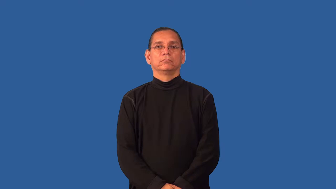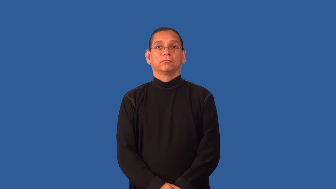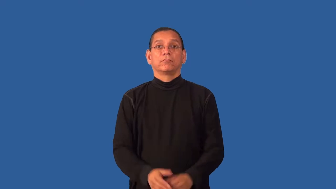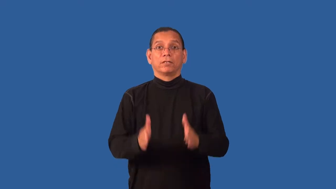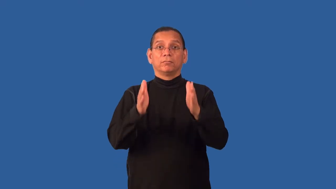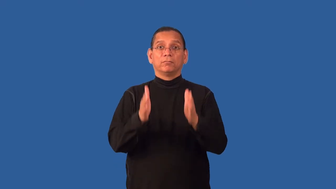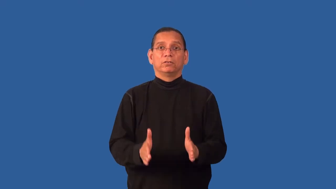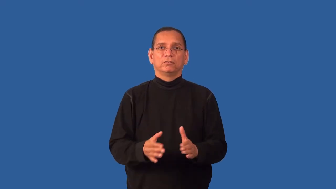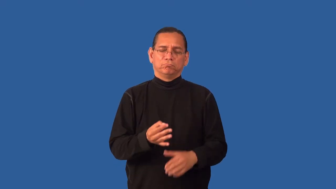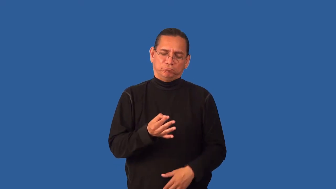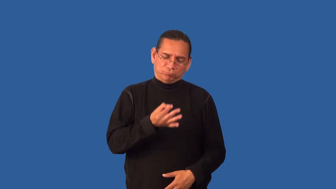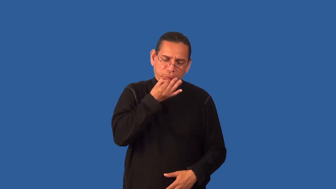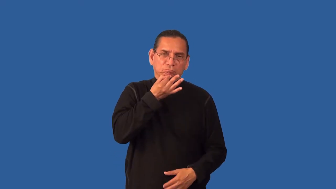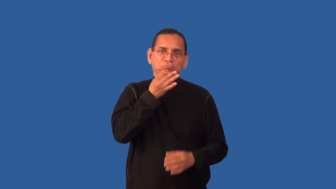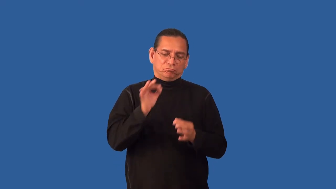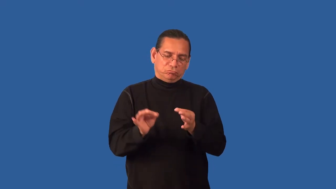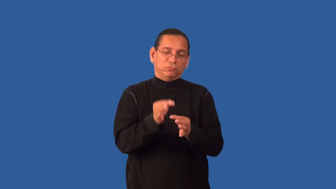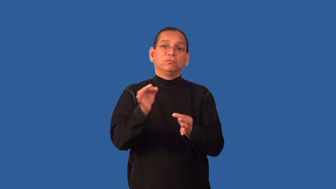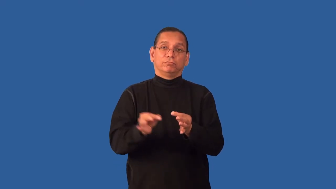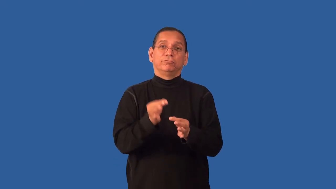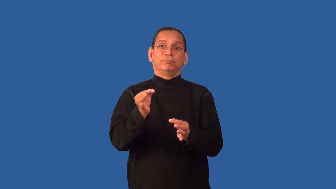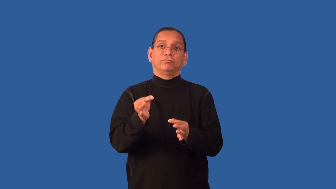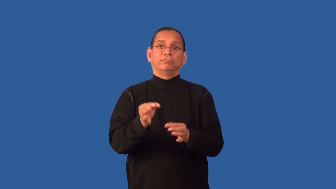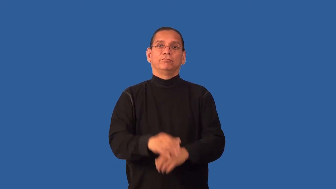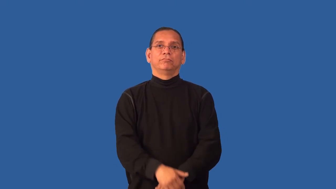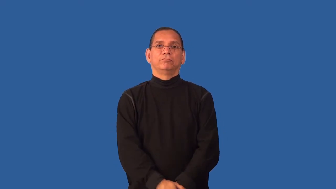embroiderer